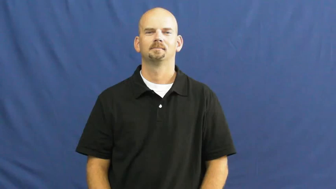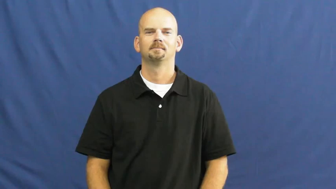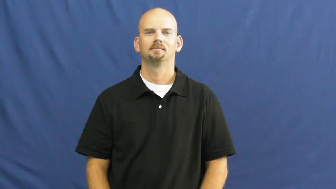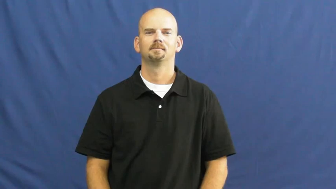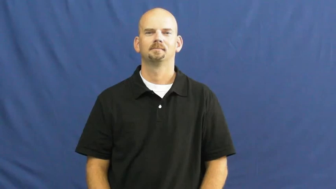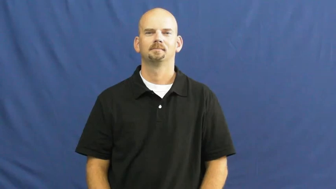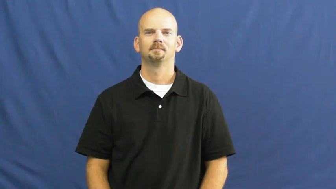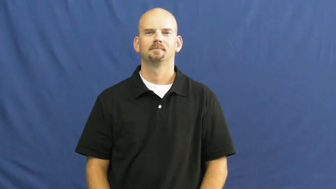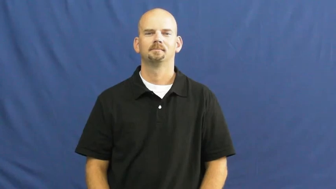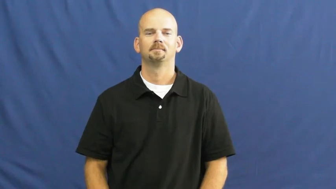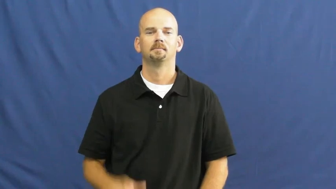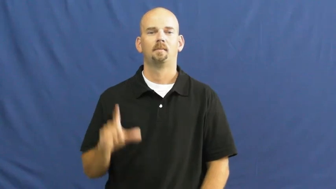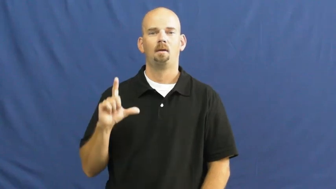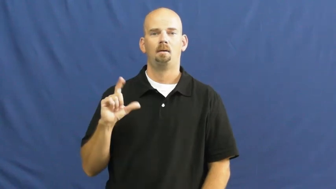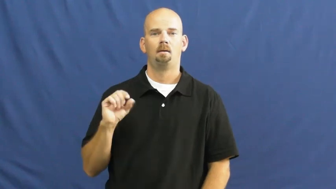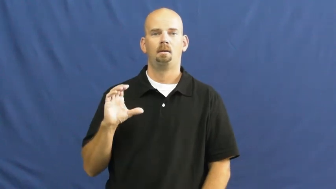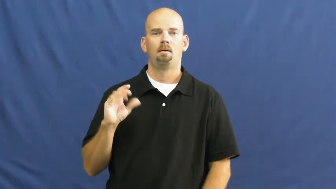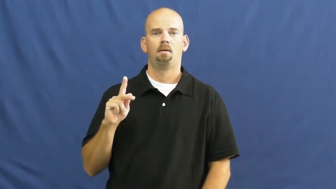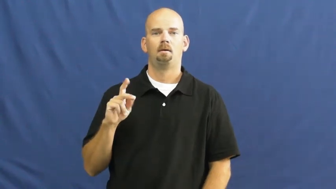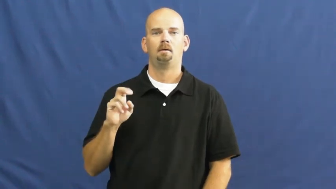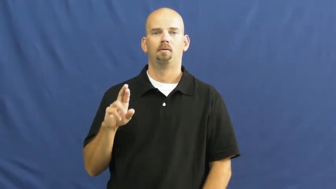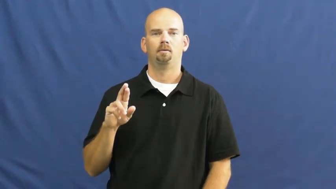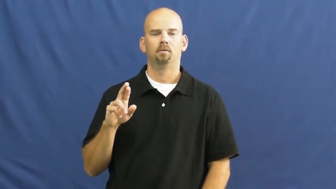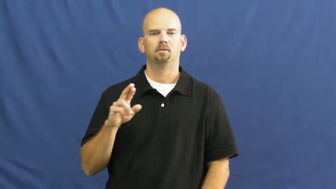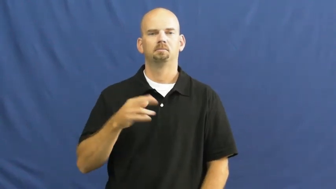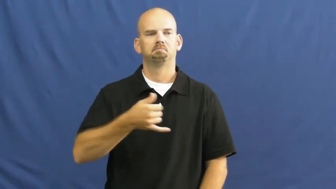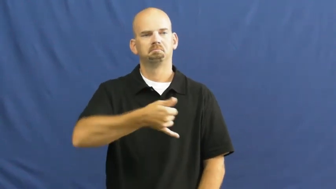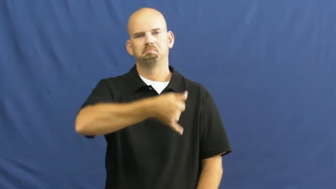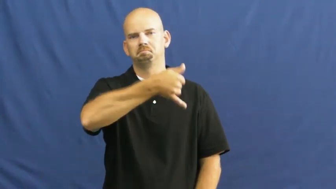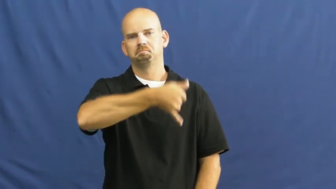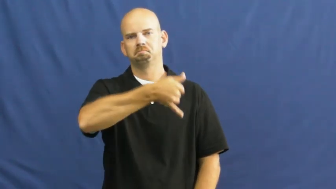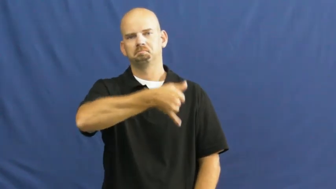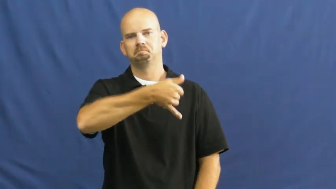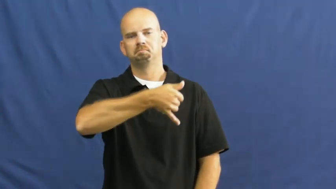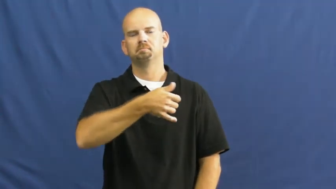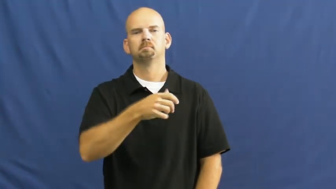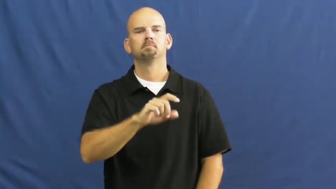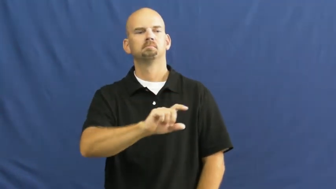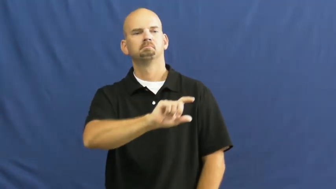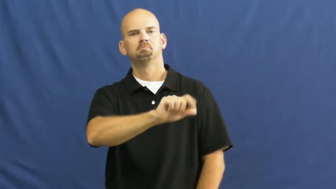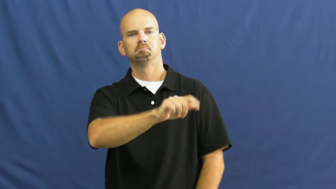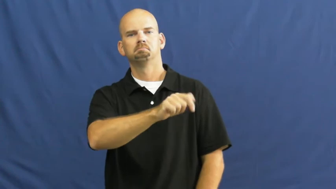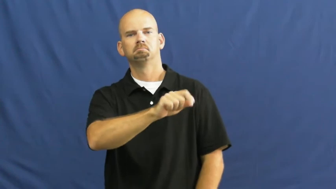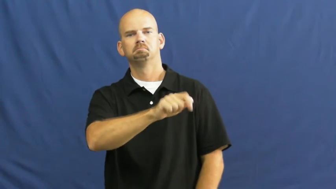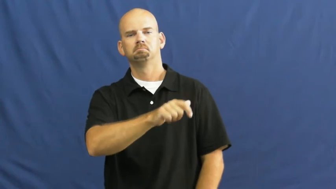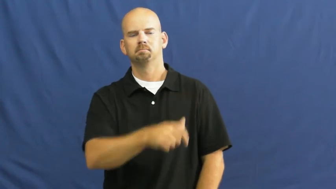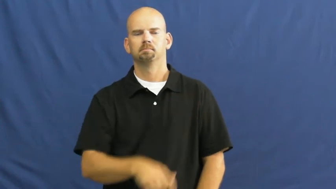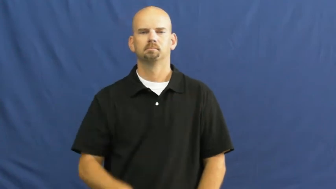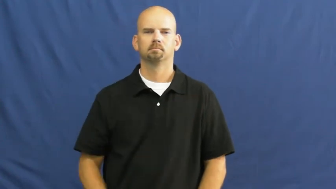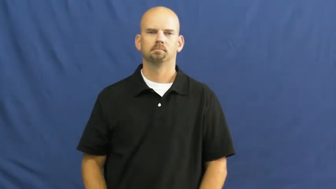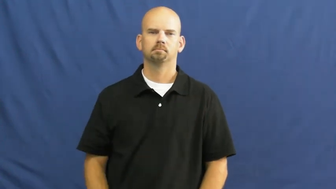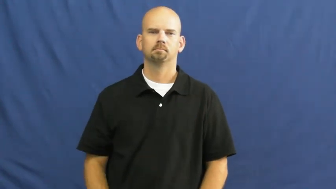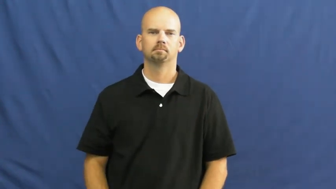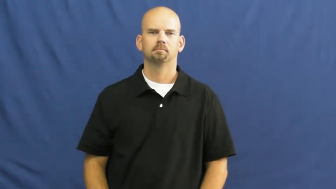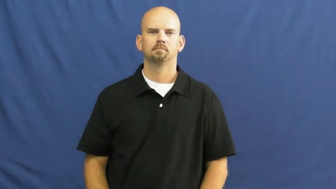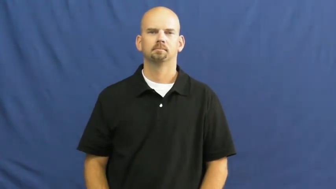locker